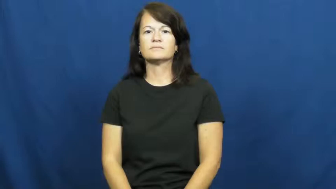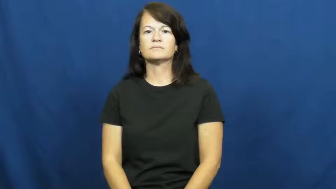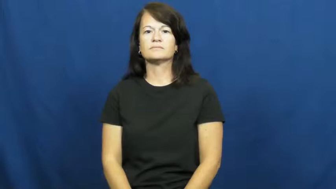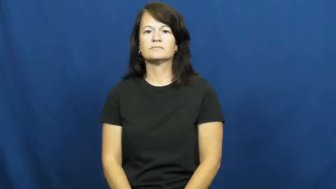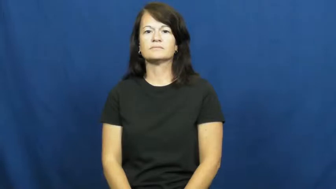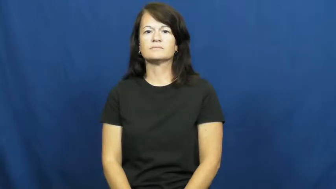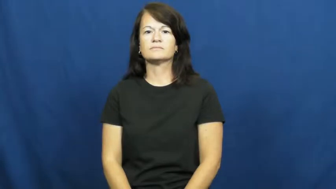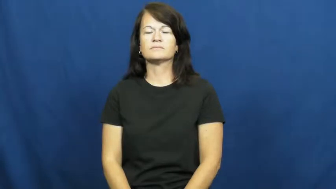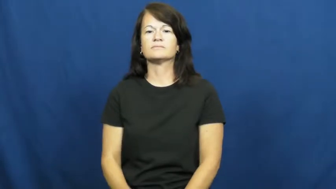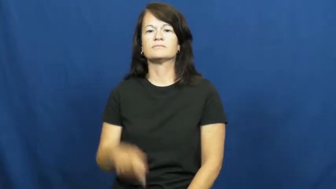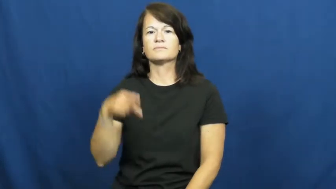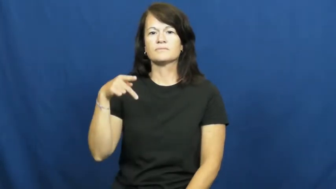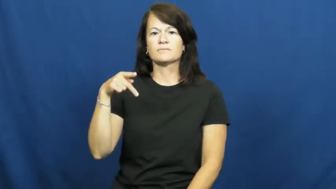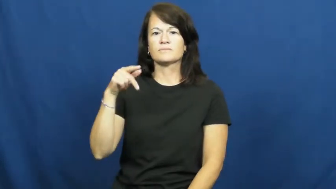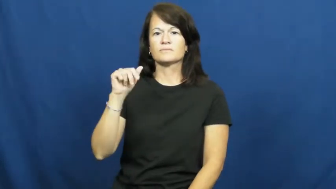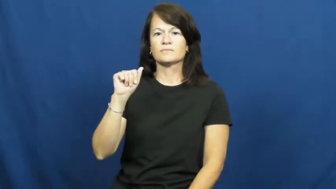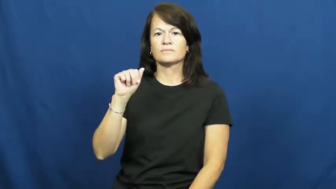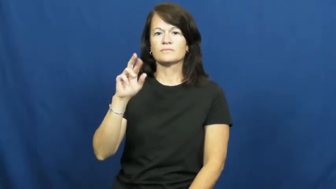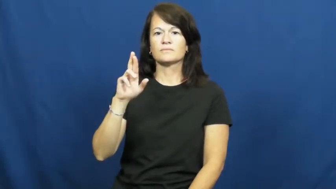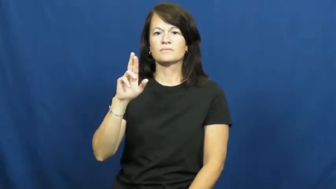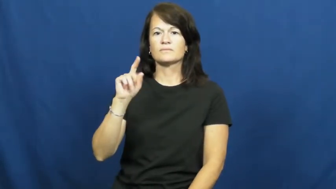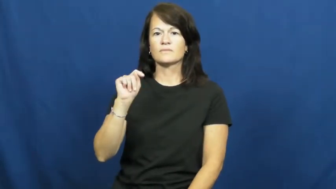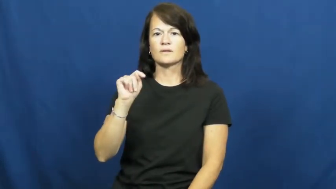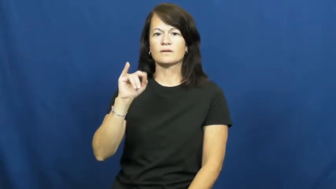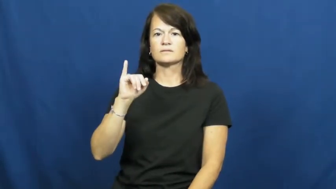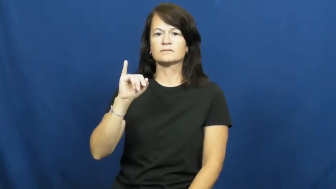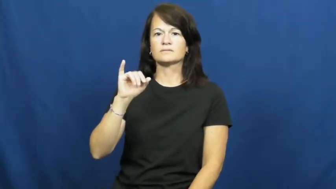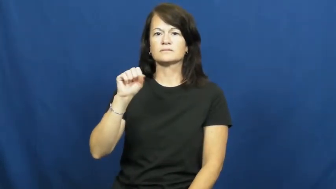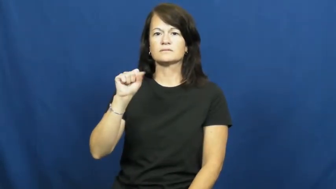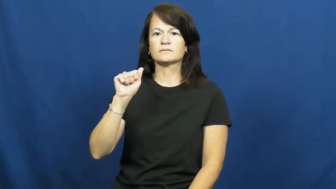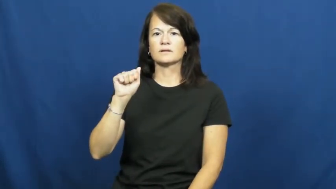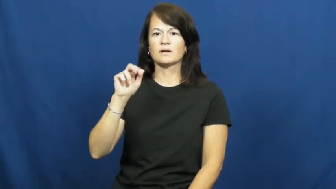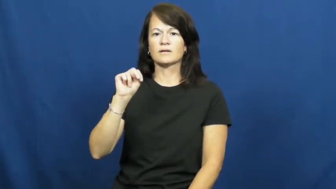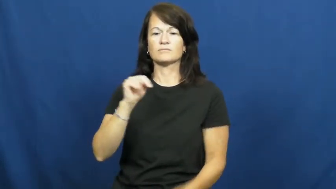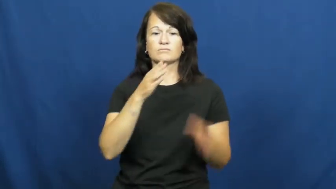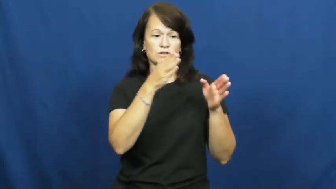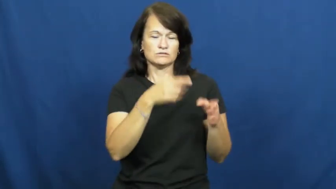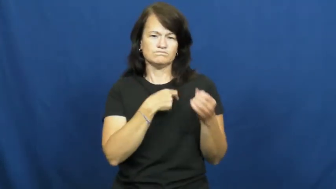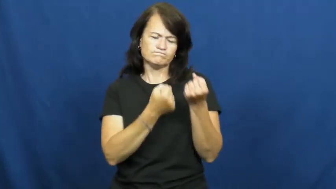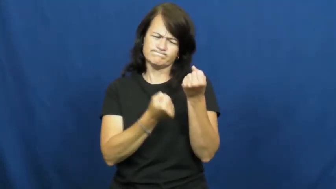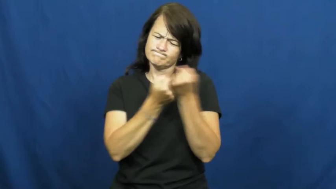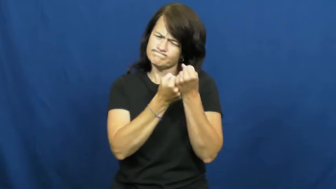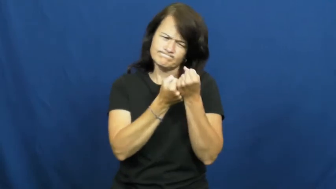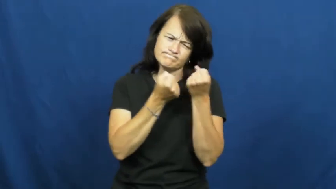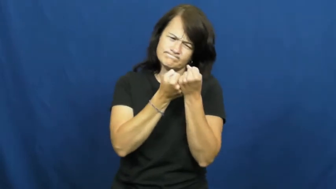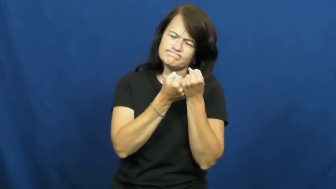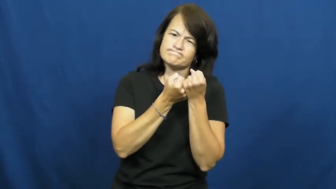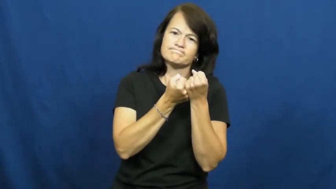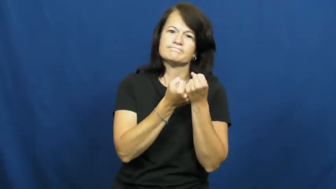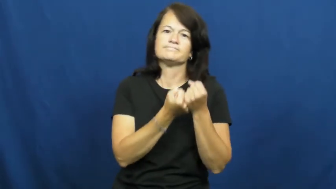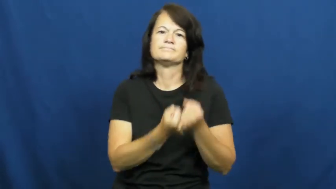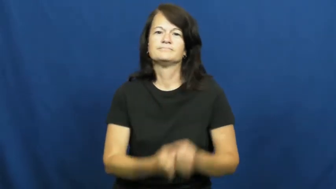partisan